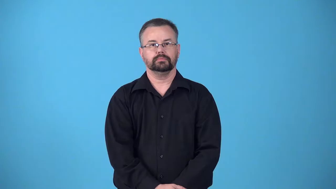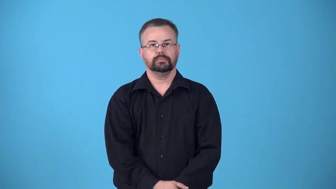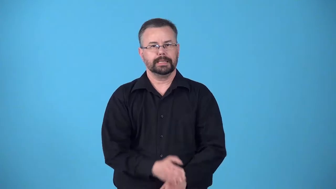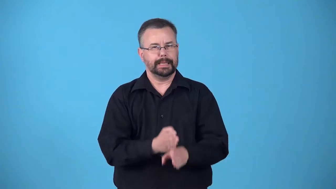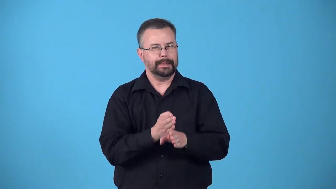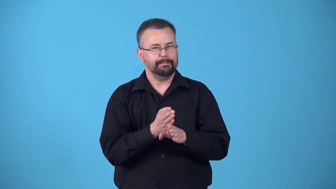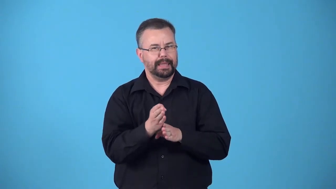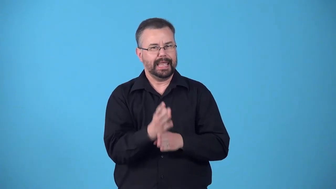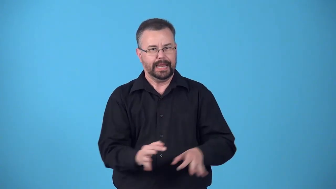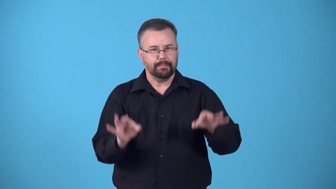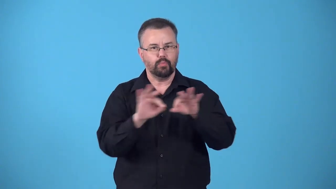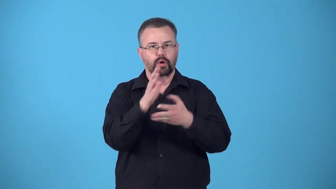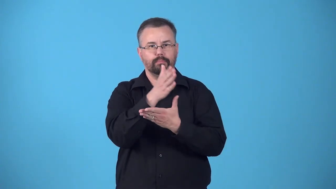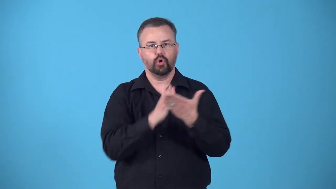body-main, important part